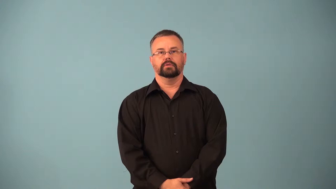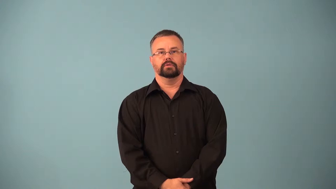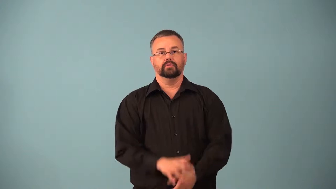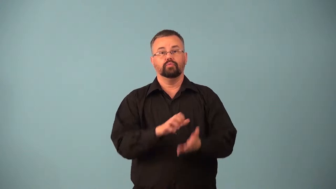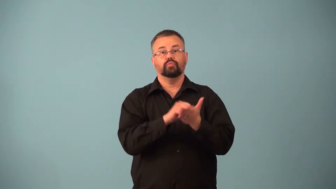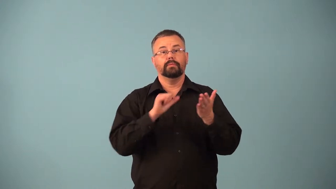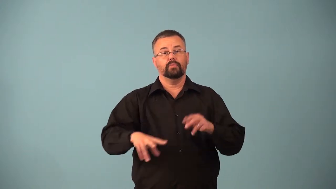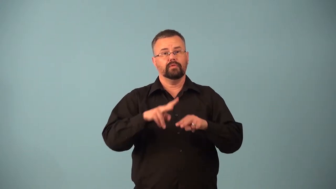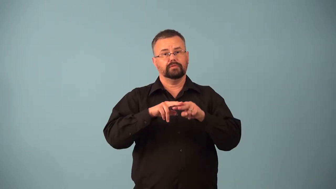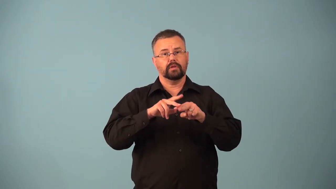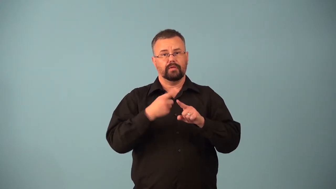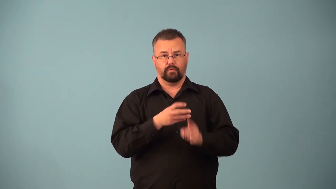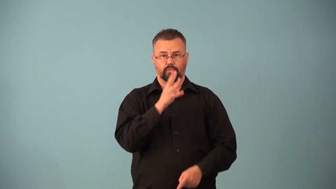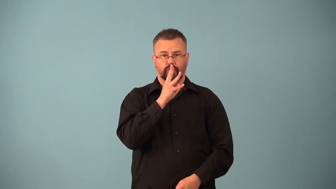desalination